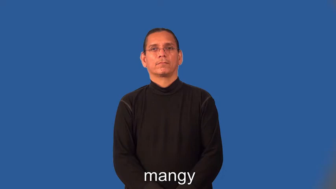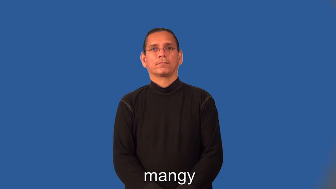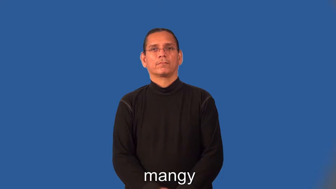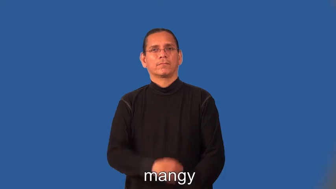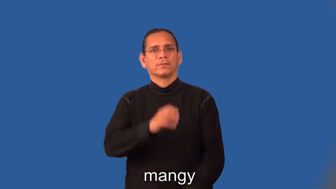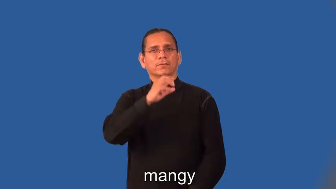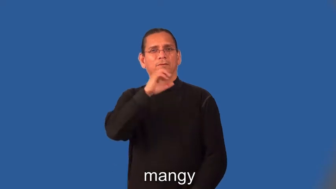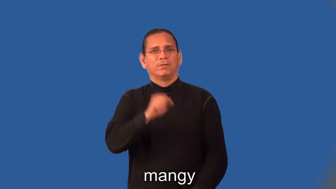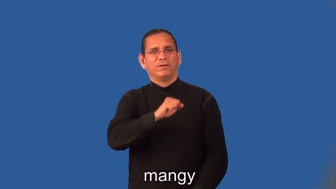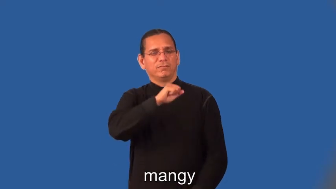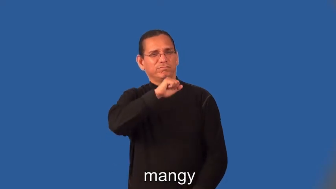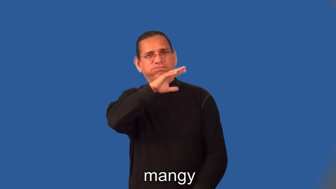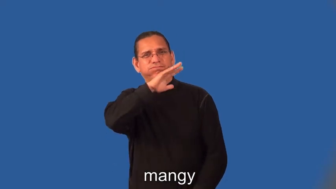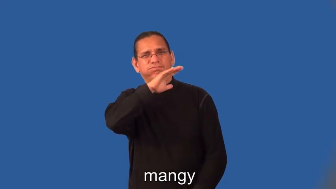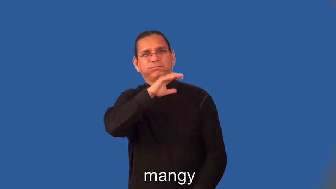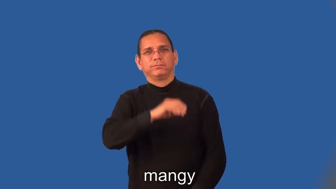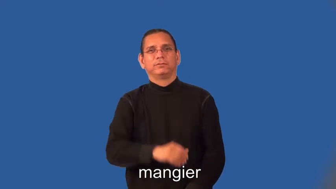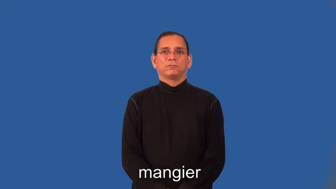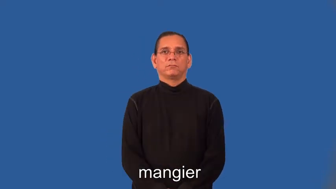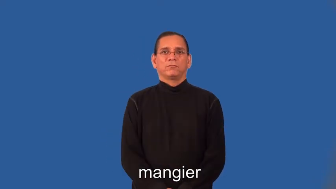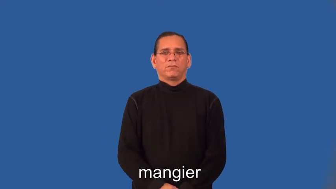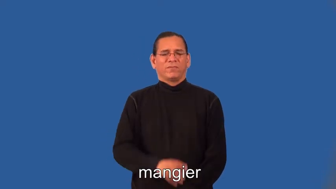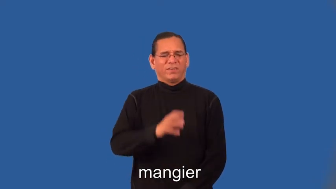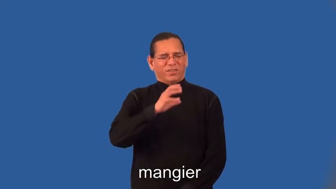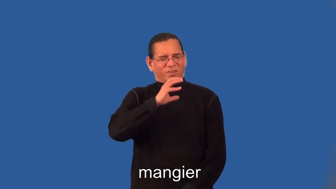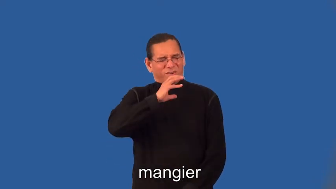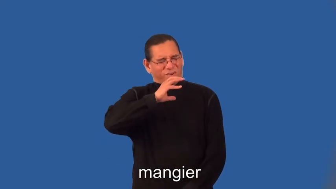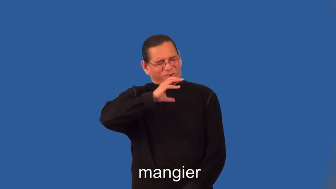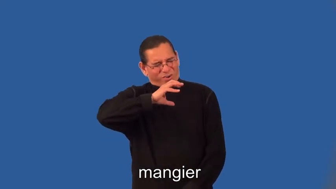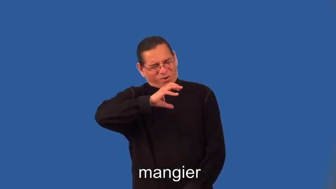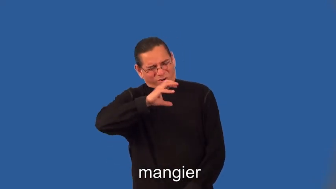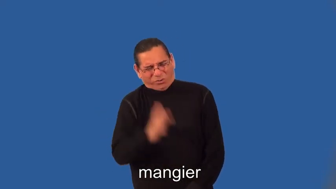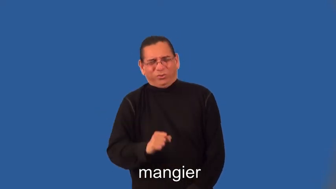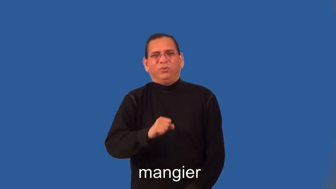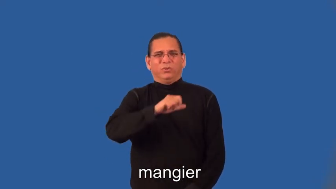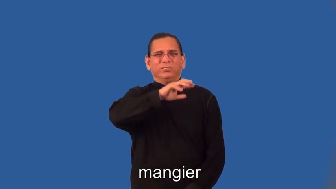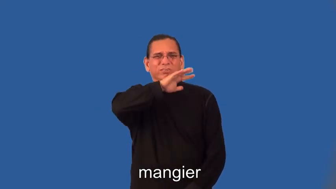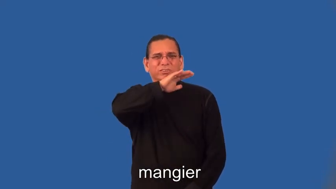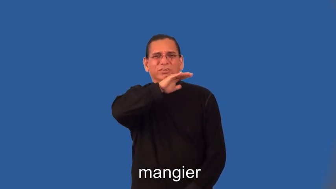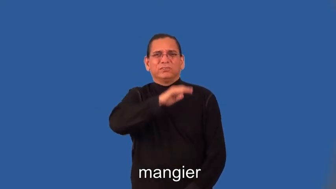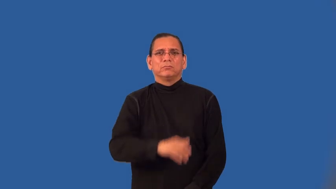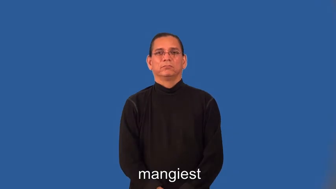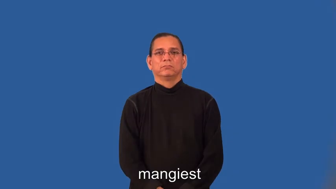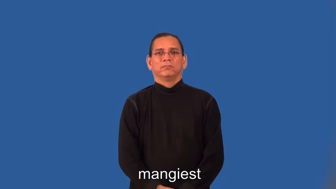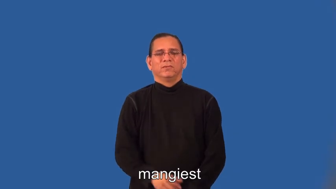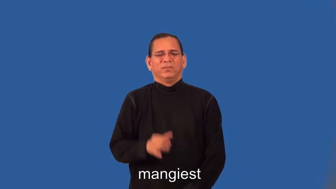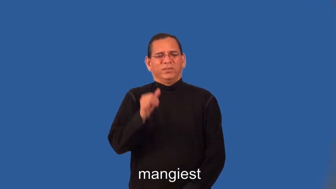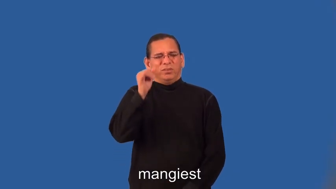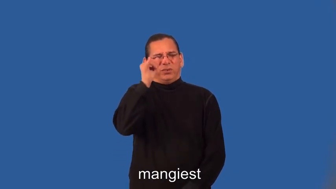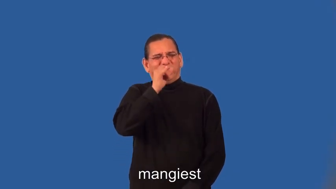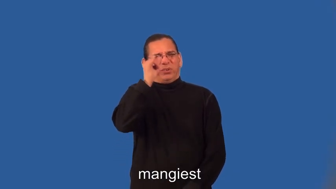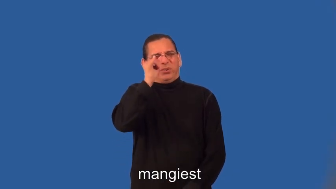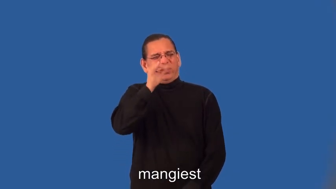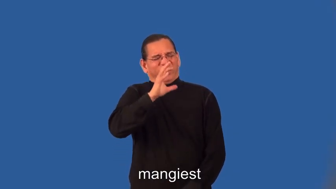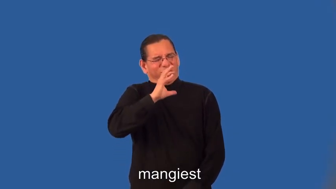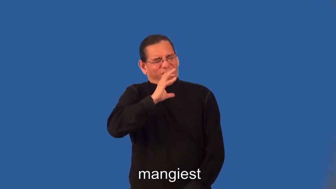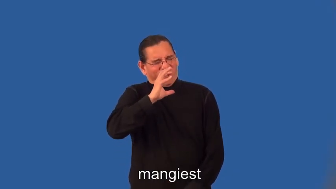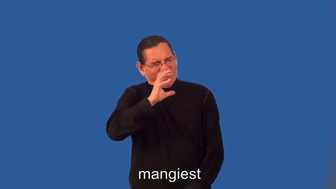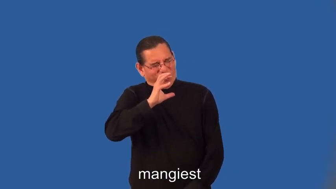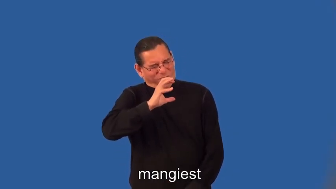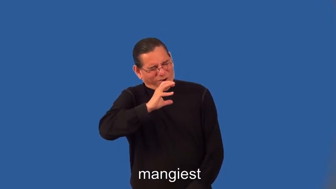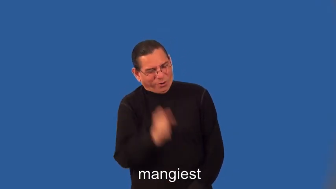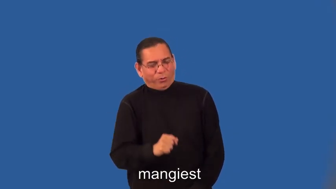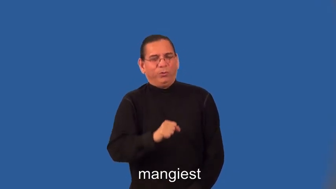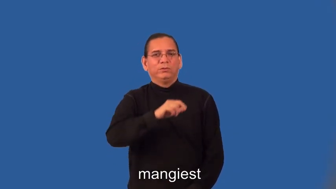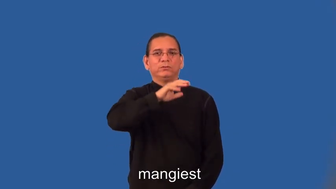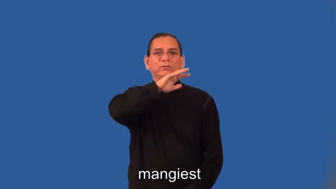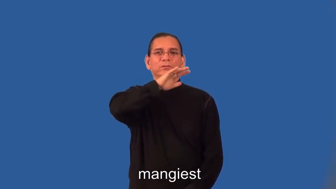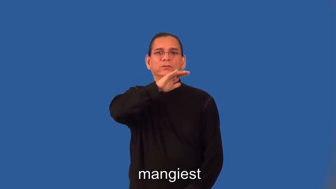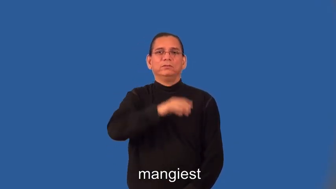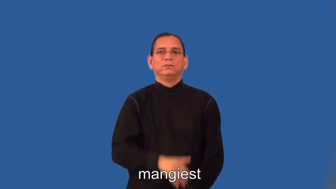mangier,mangiest